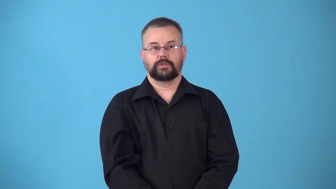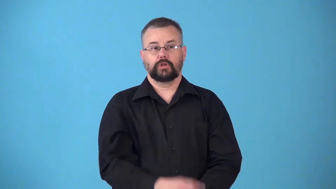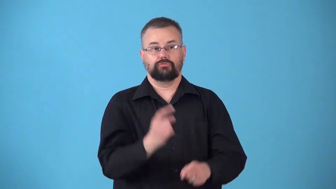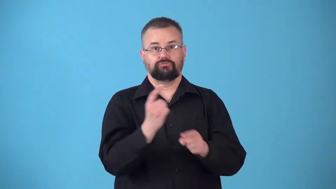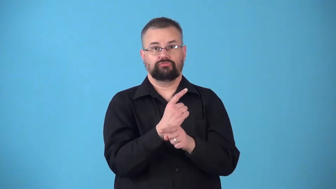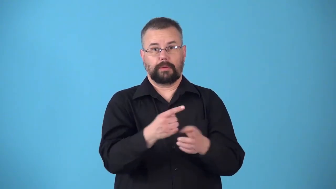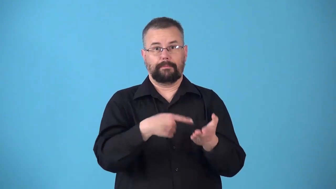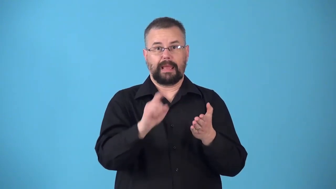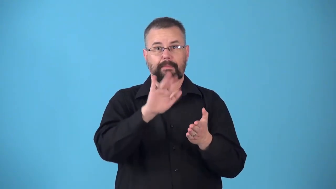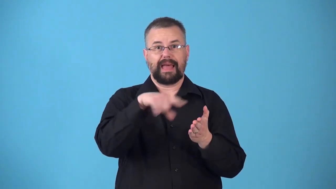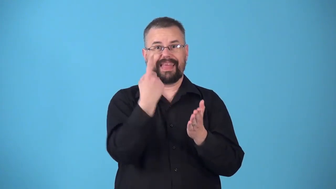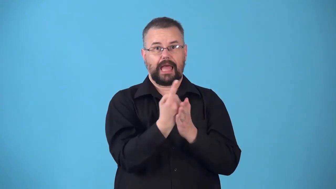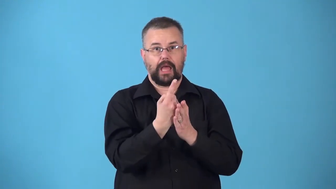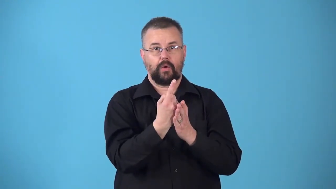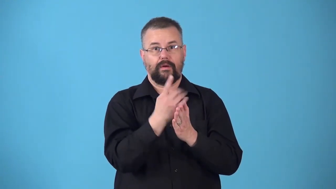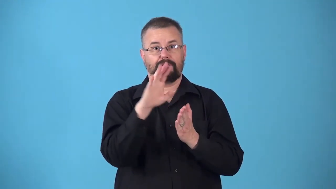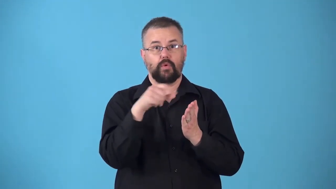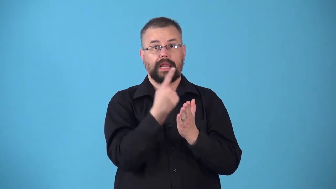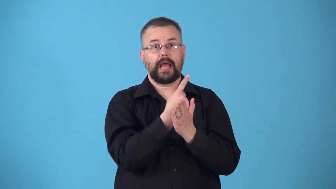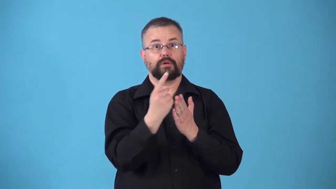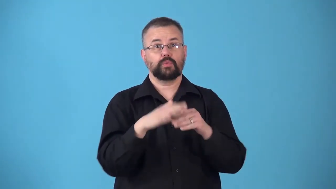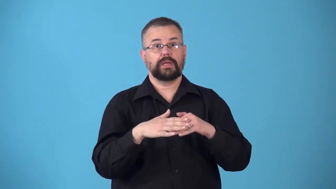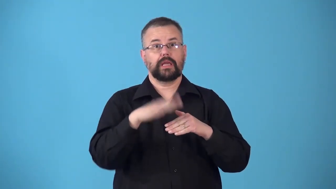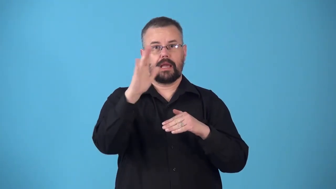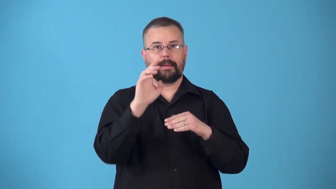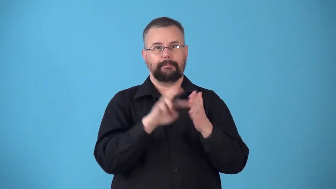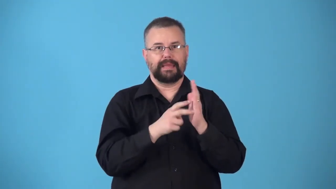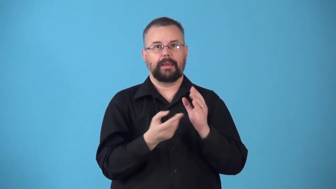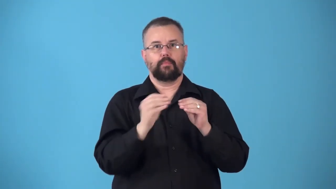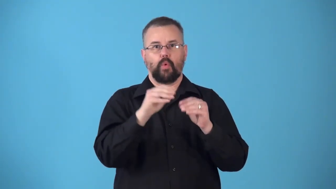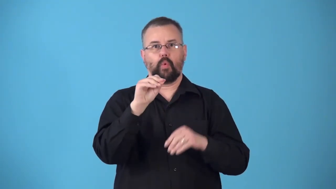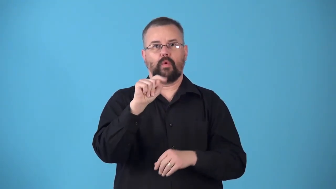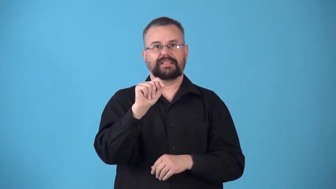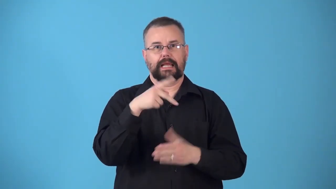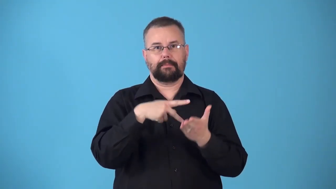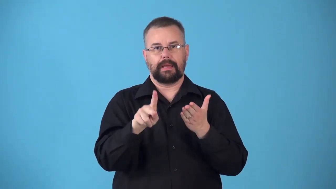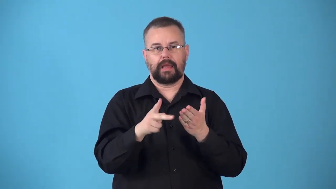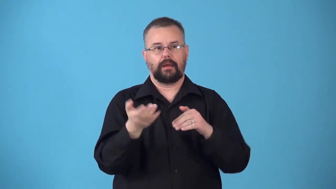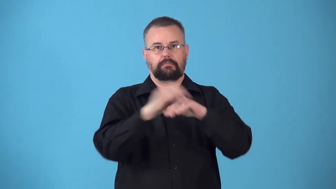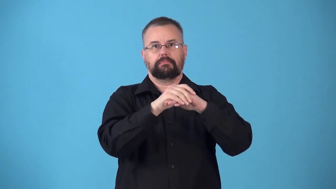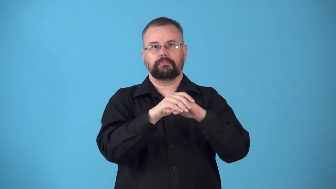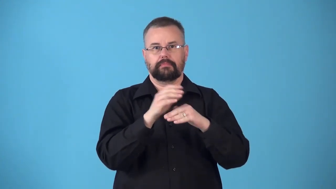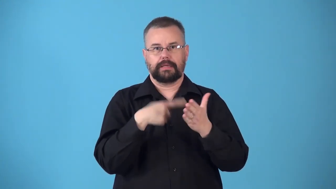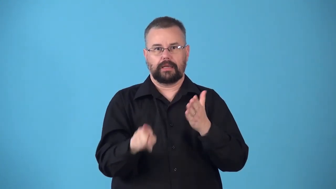nonexempt